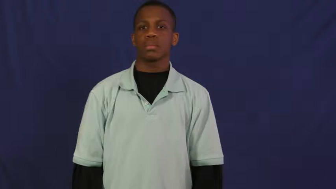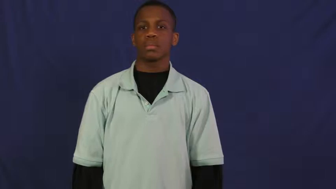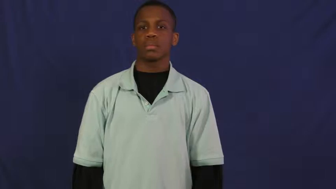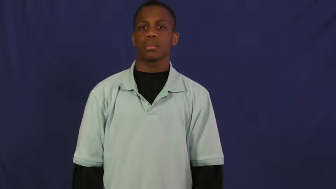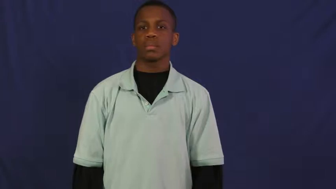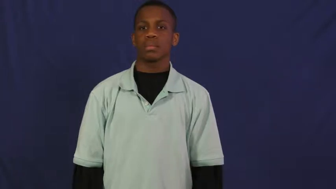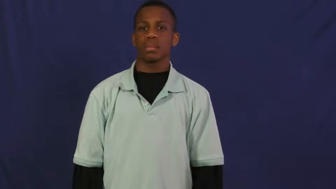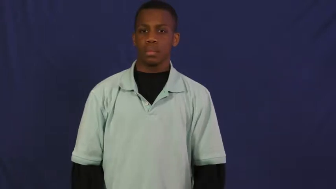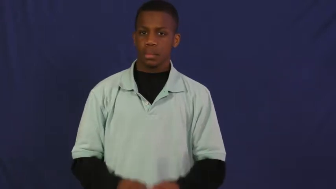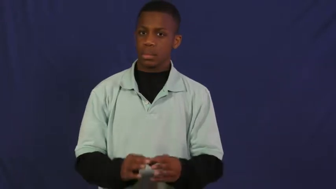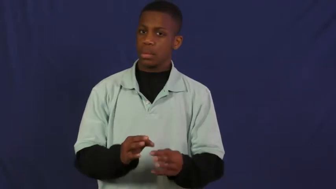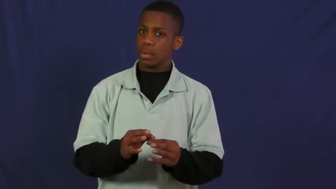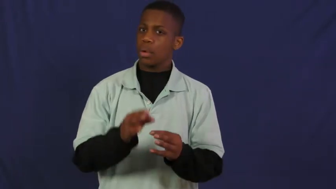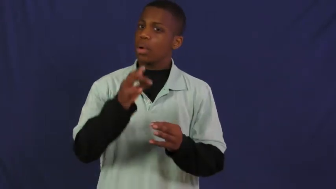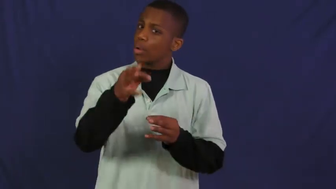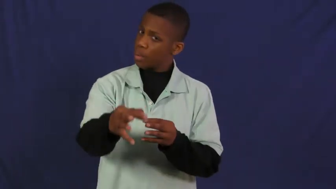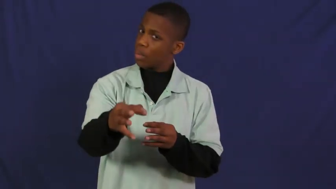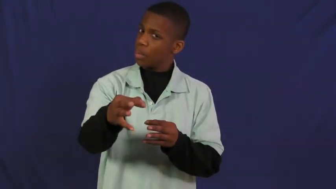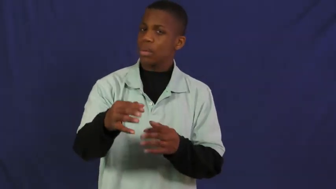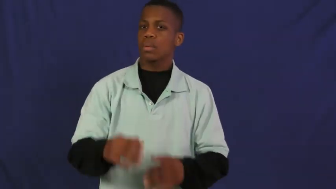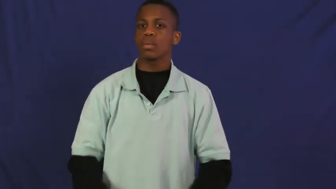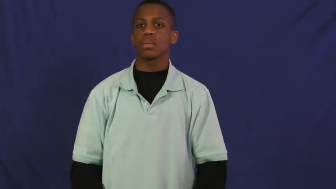hold over-delay